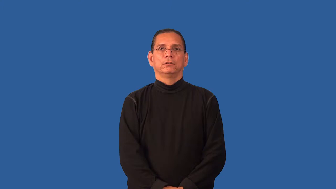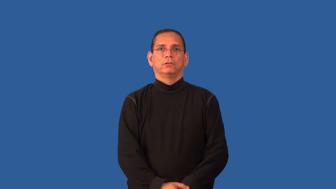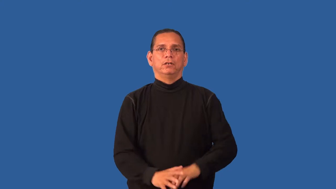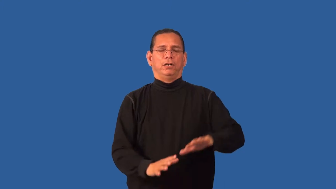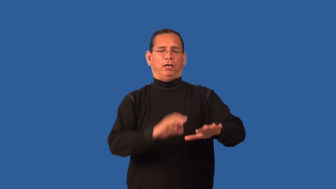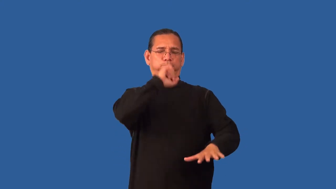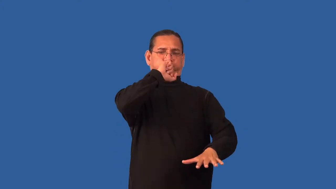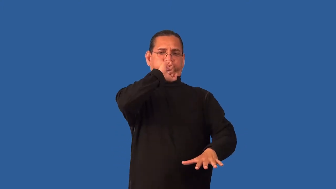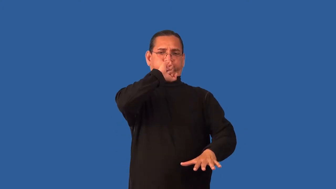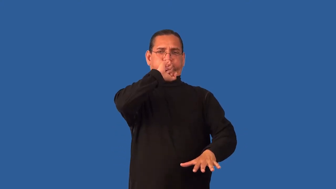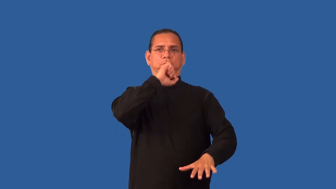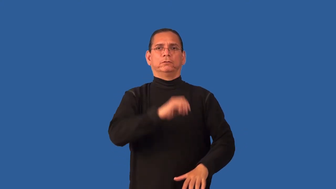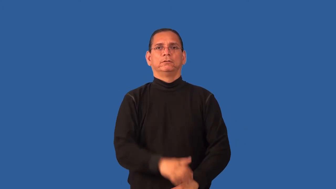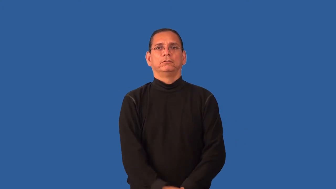hardship